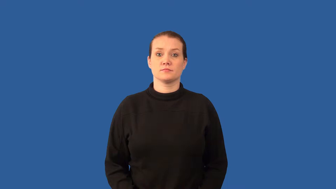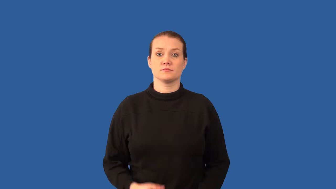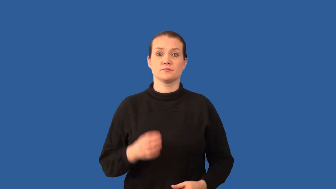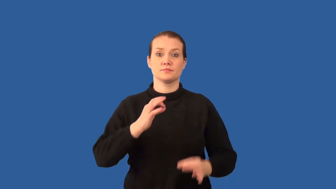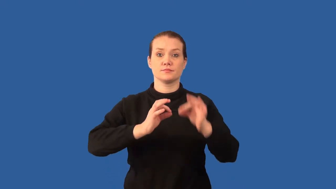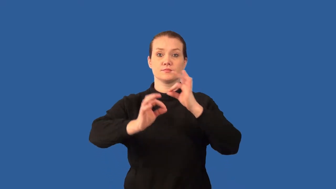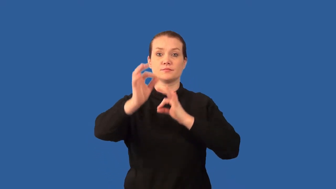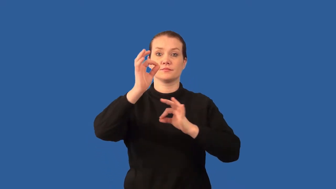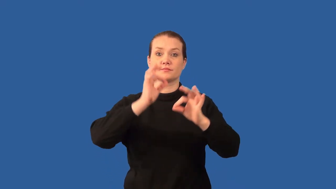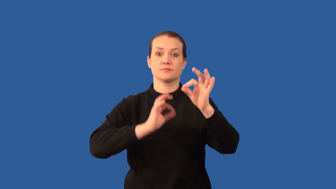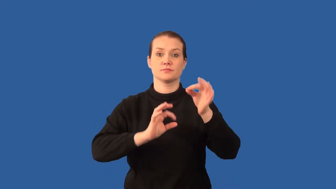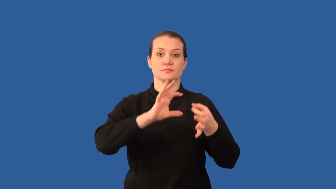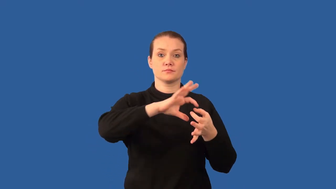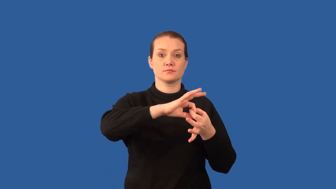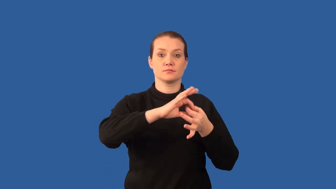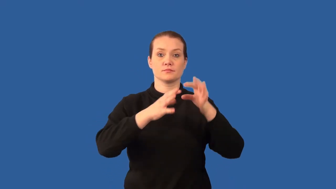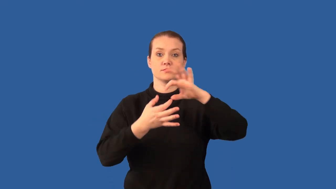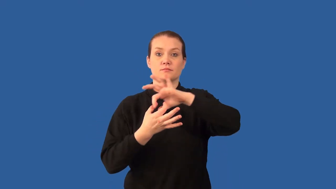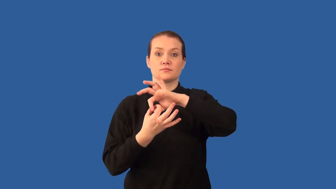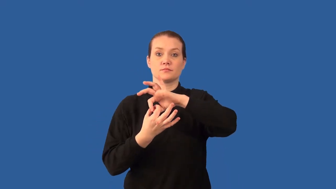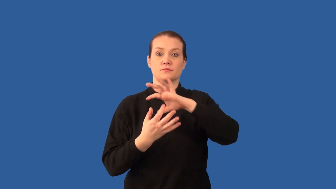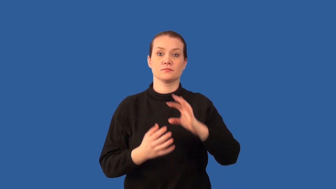monomer